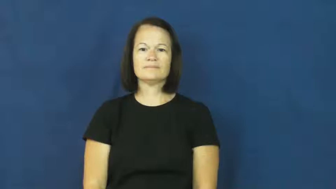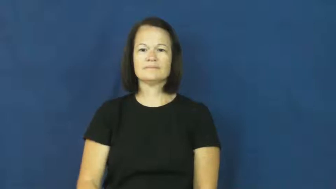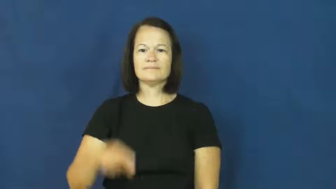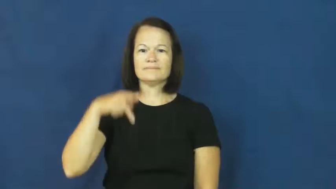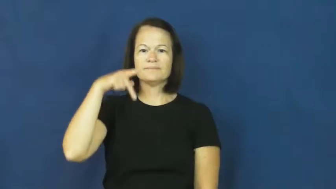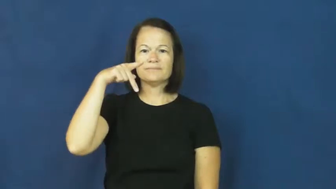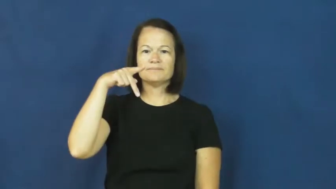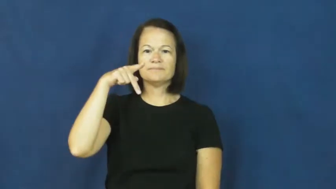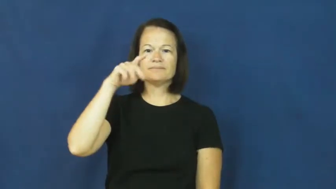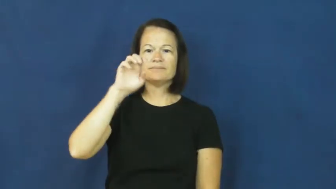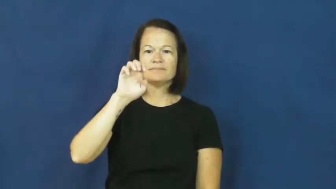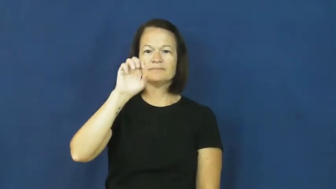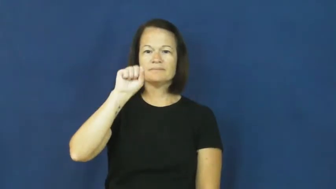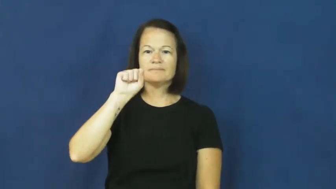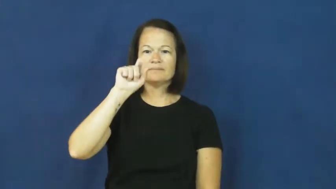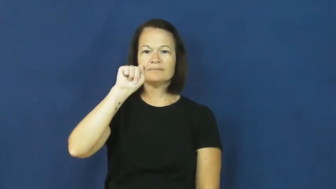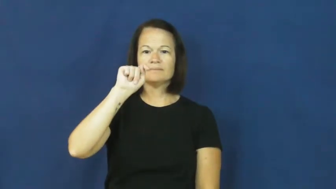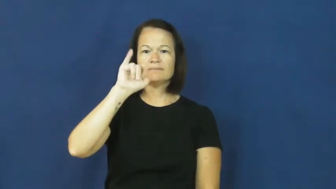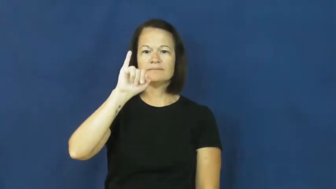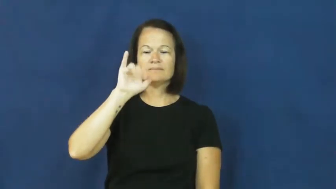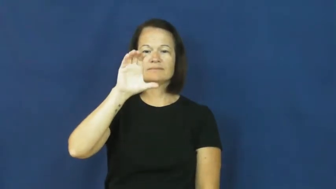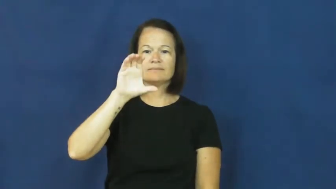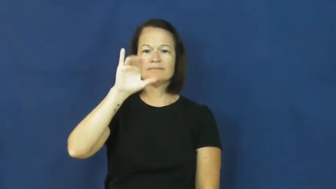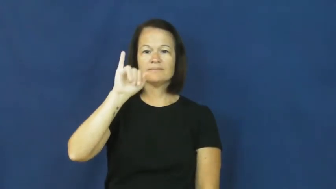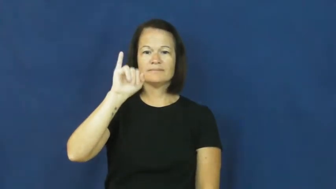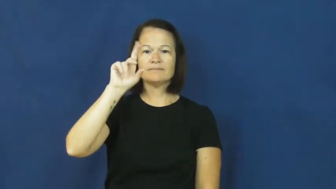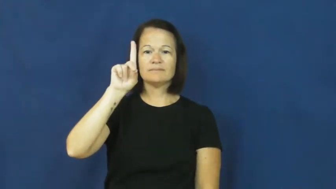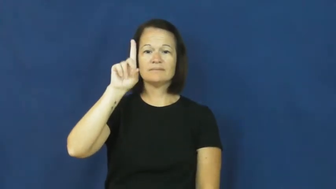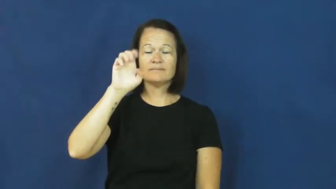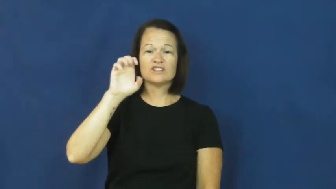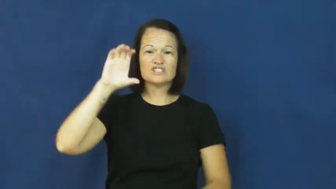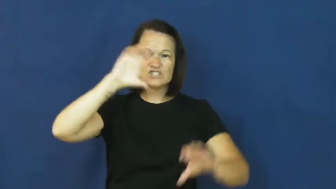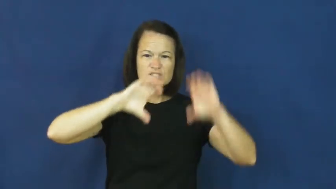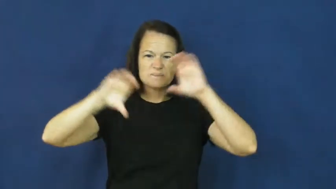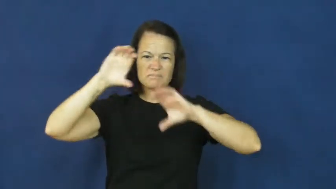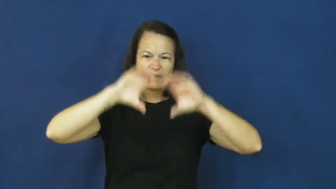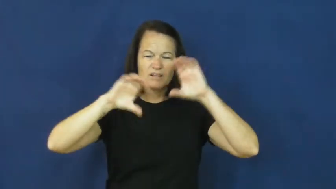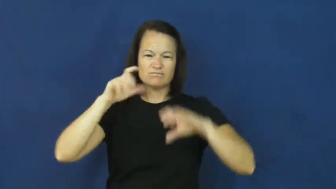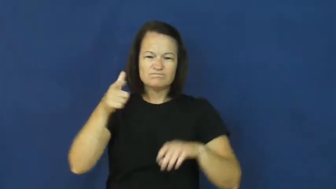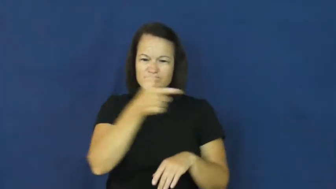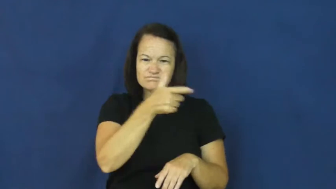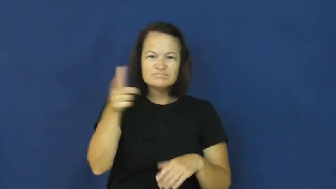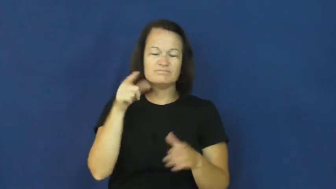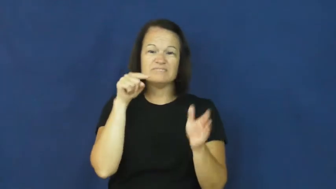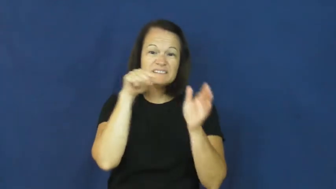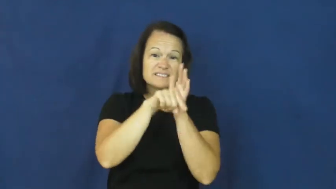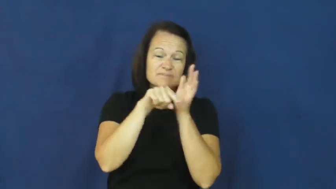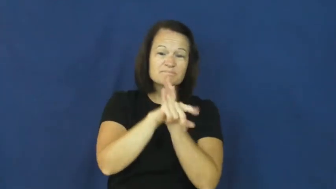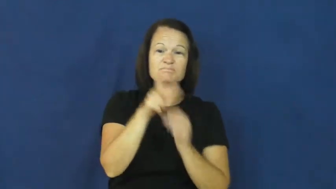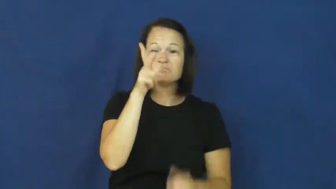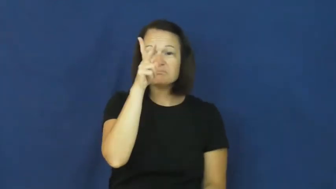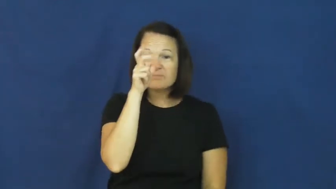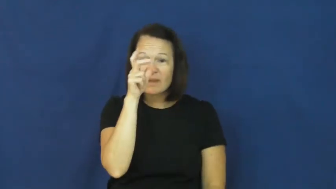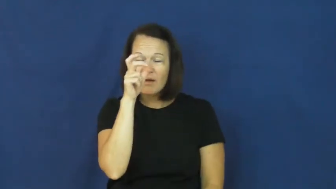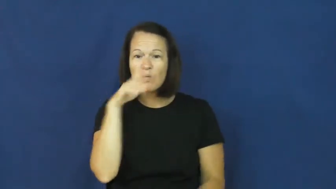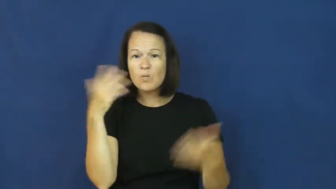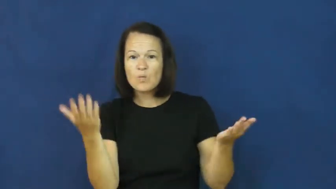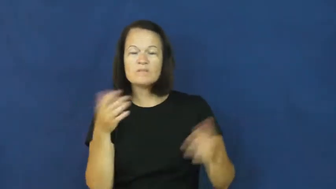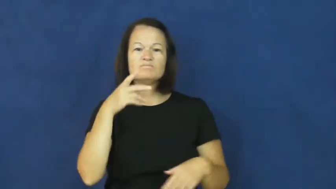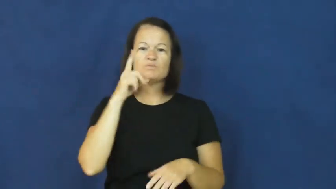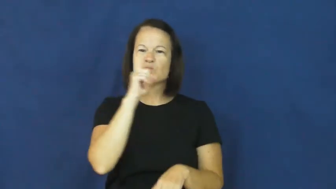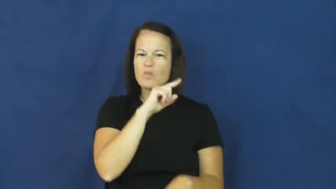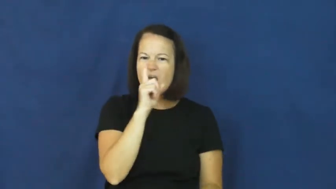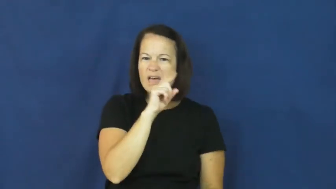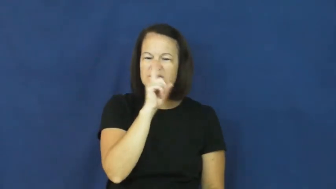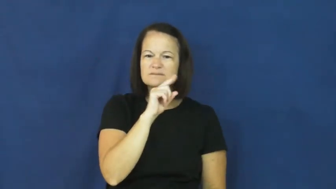pesticide